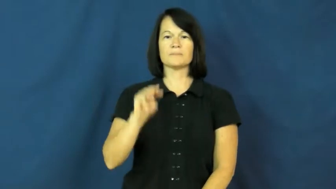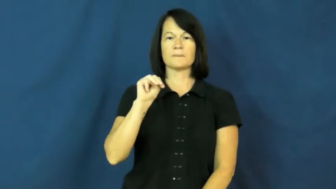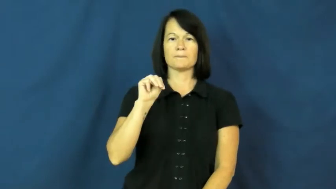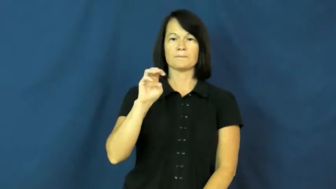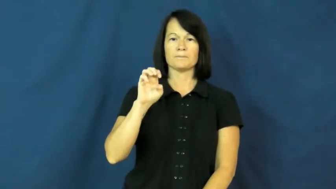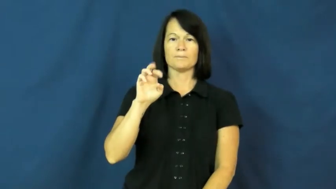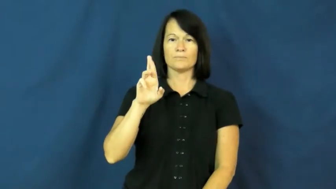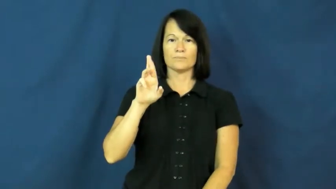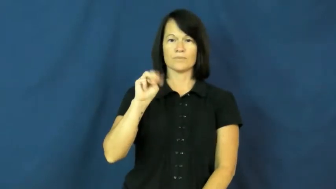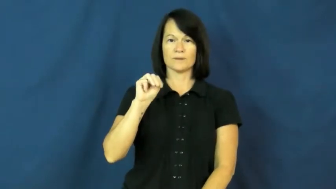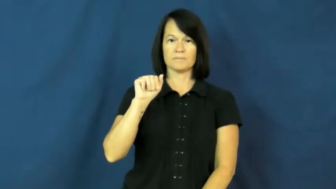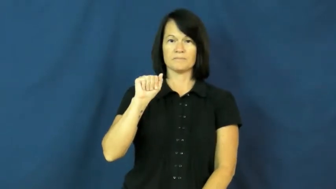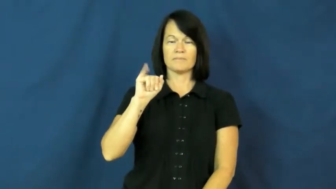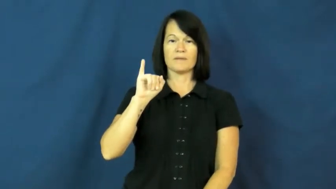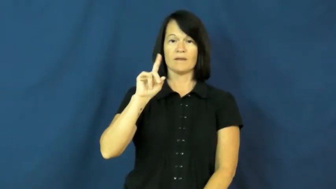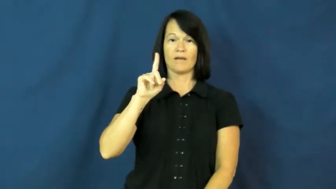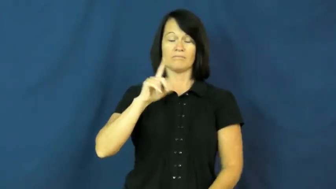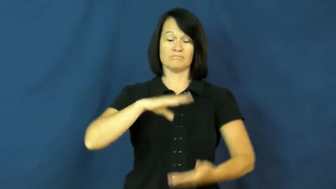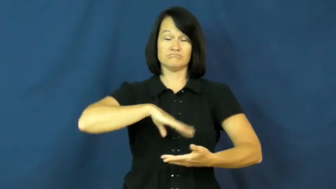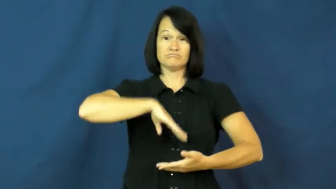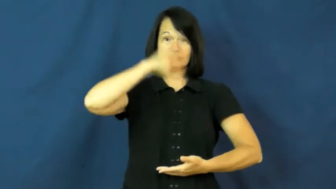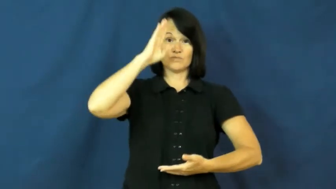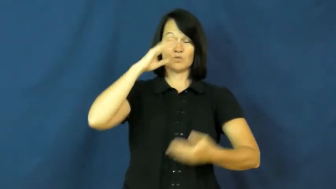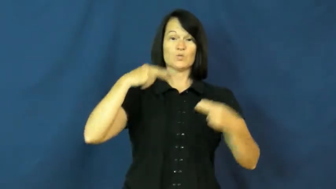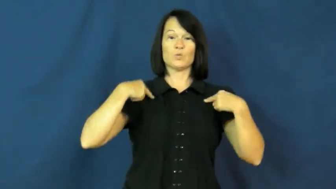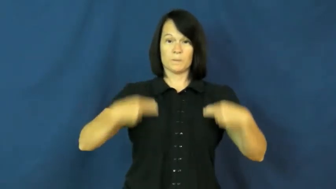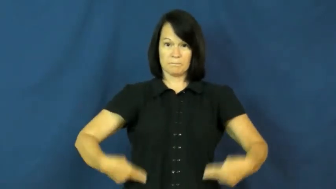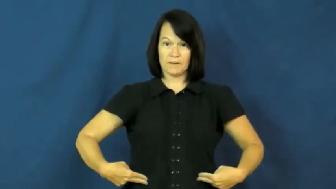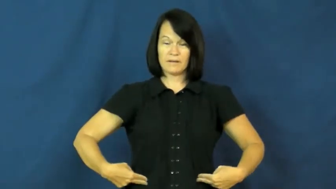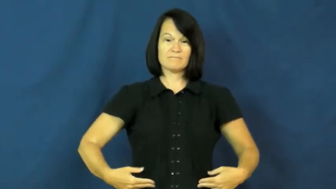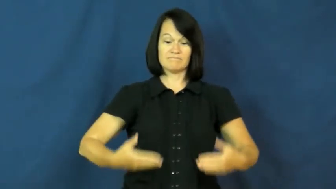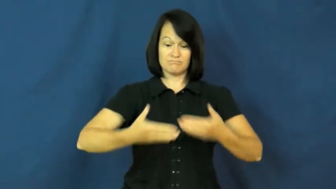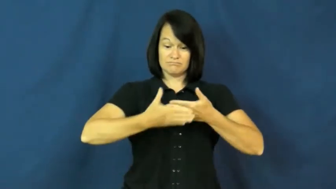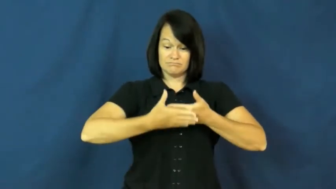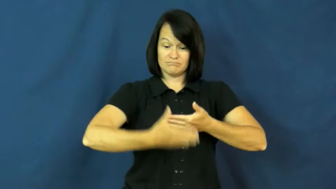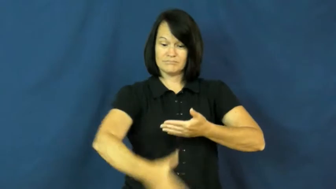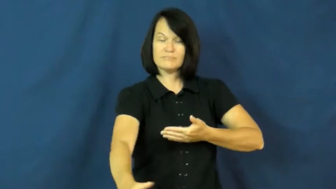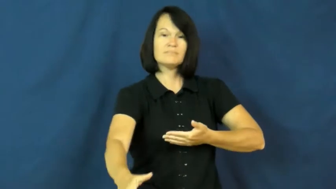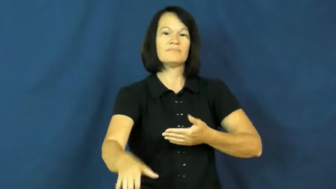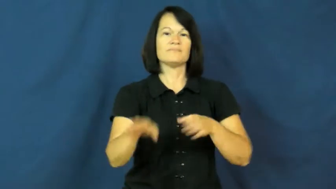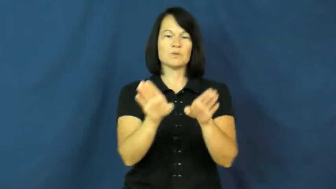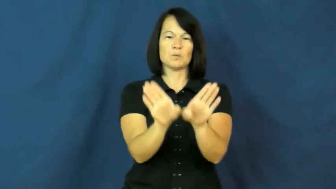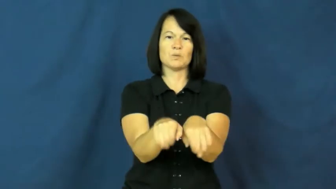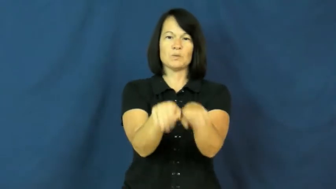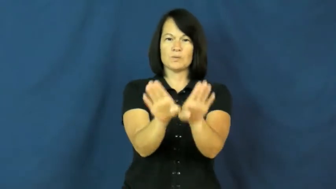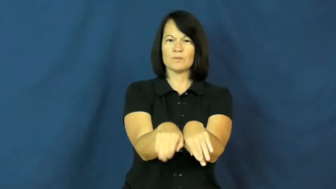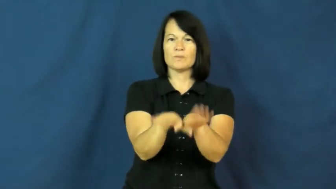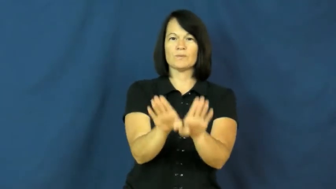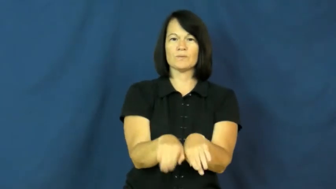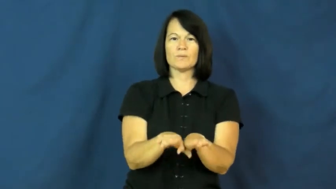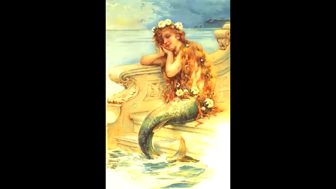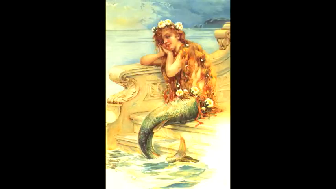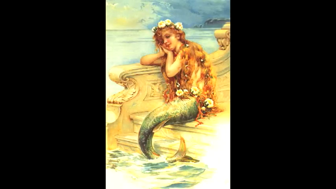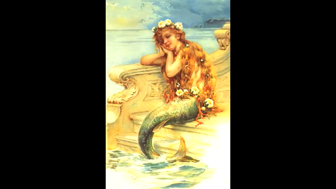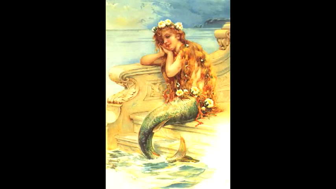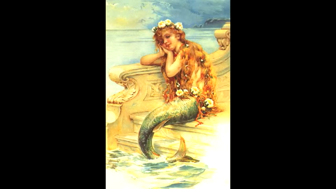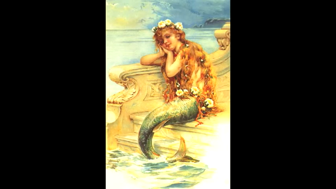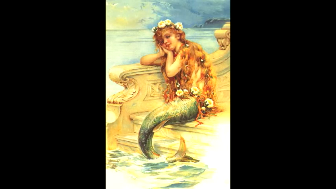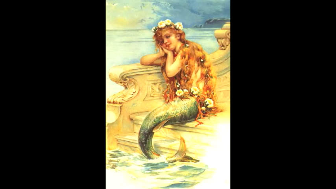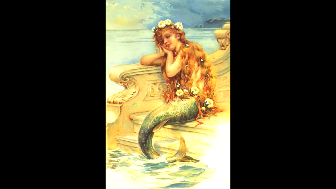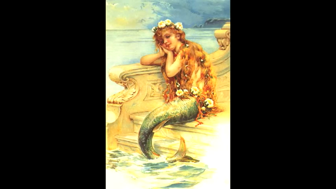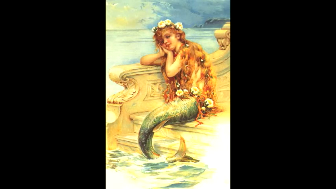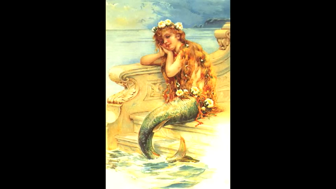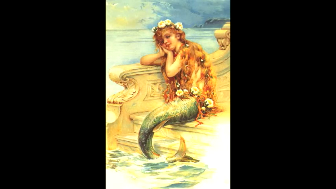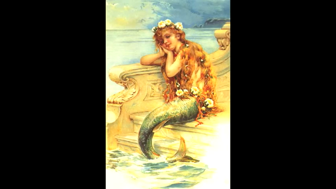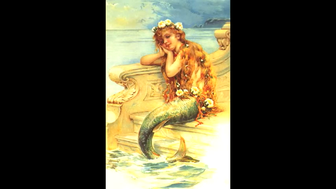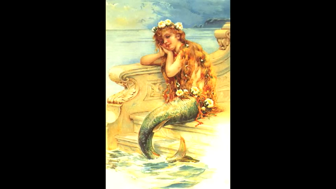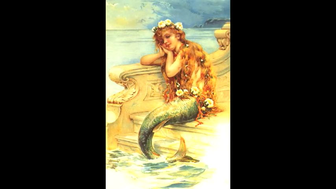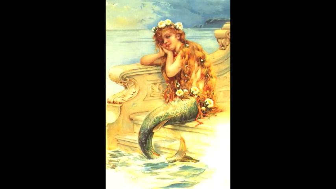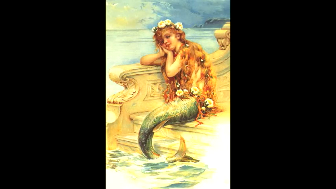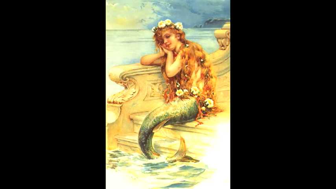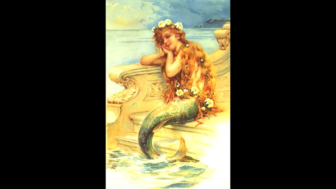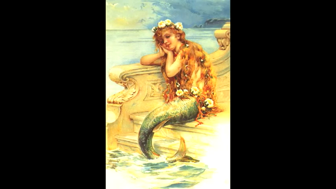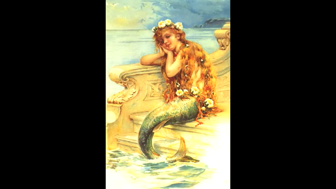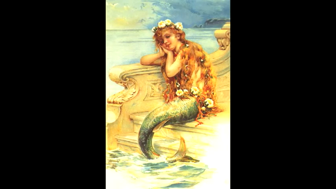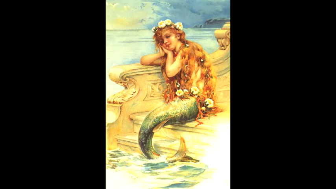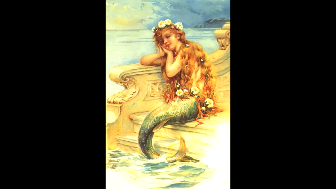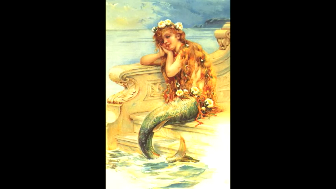mermaid